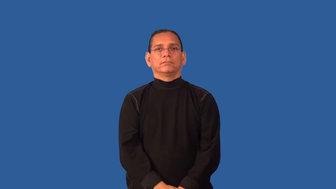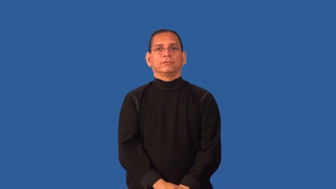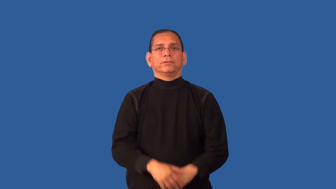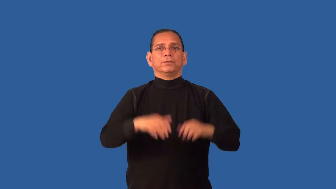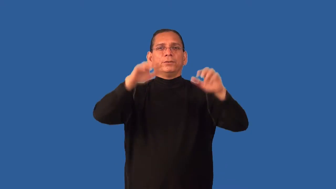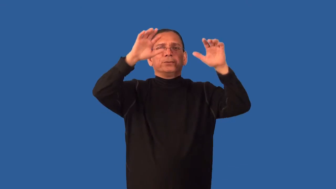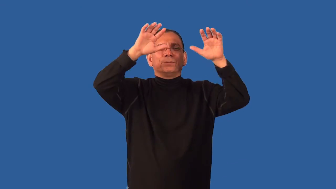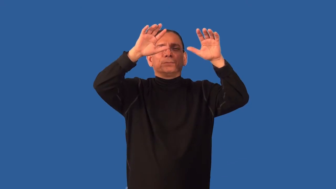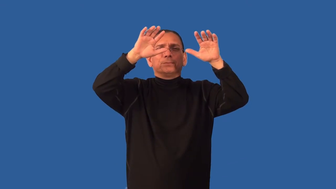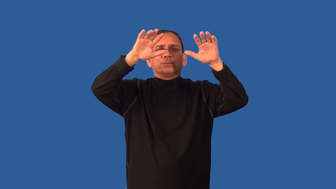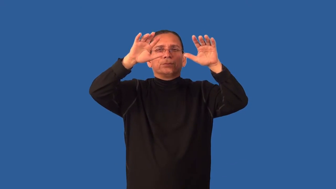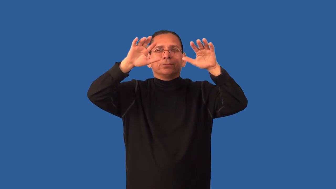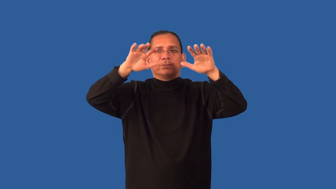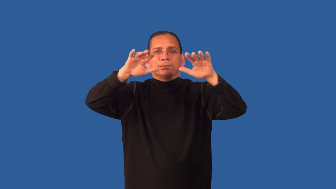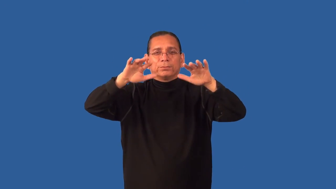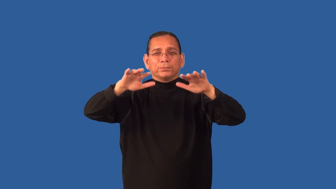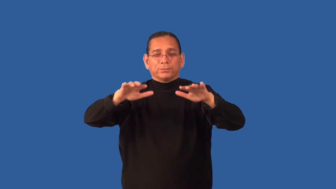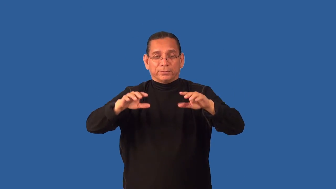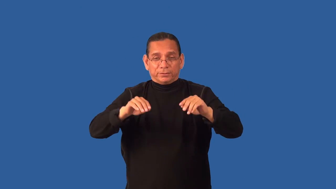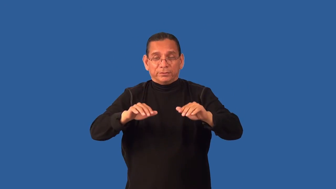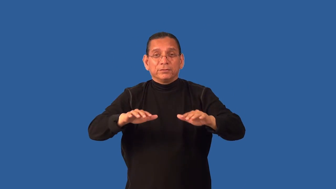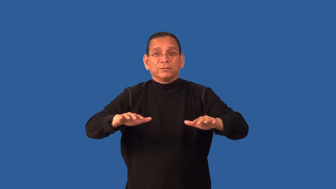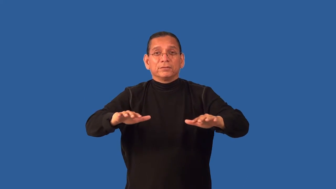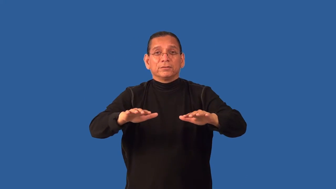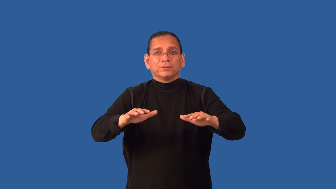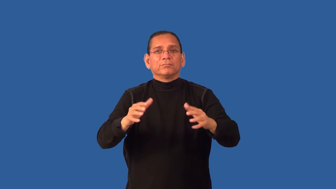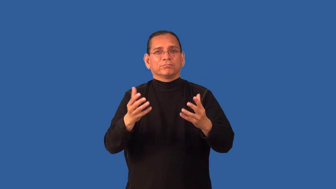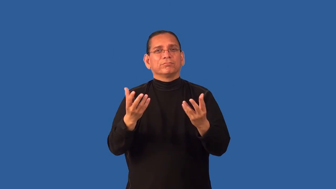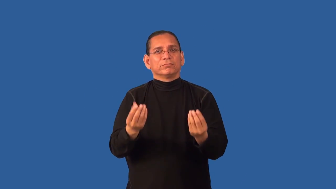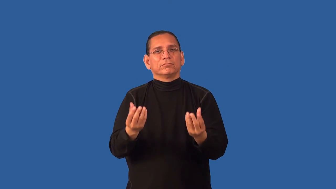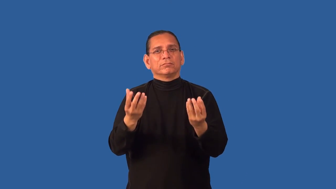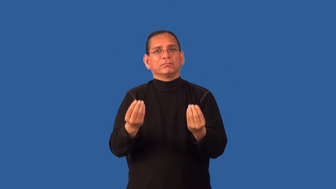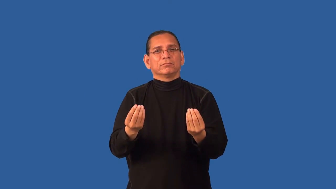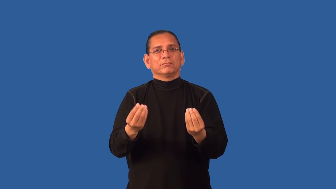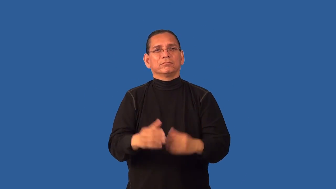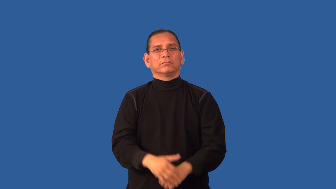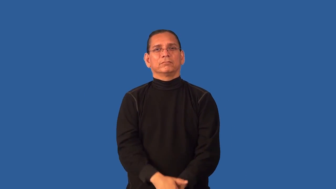dewy